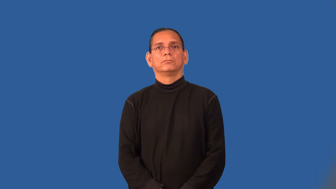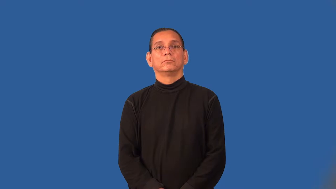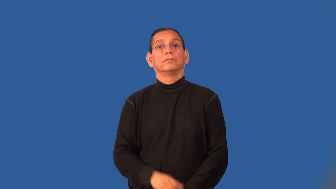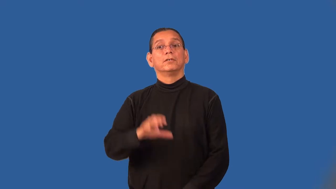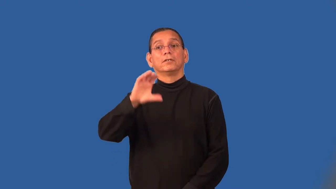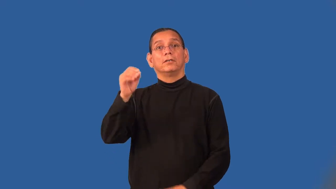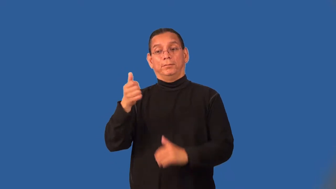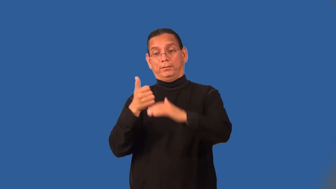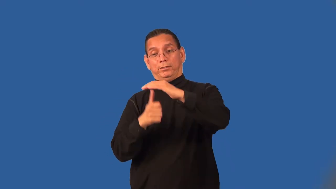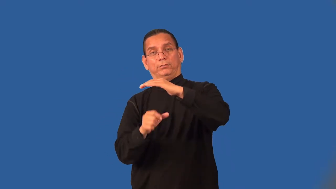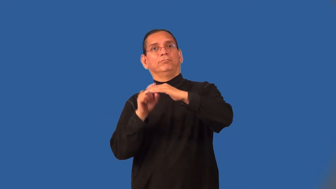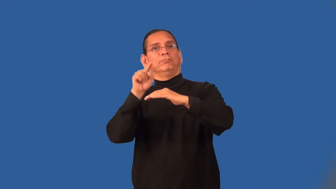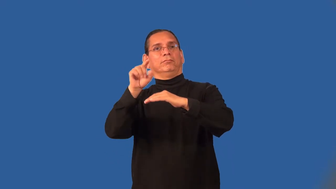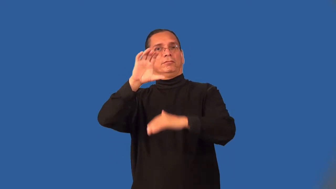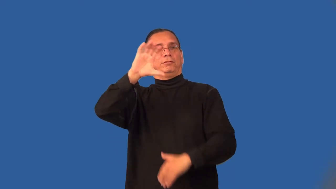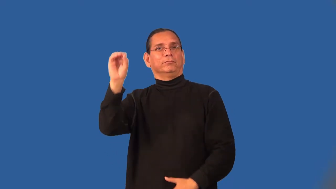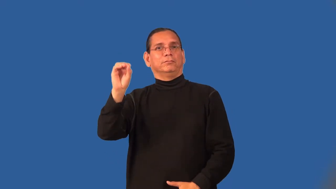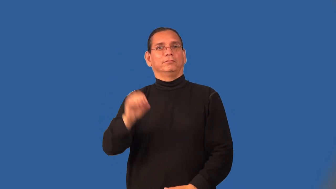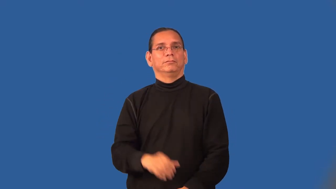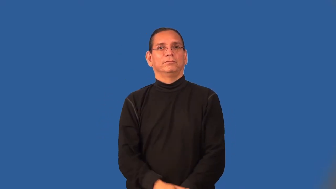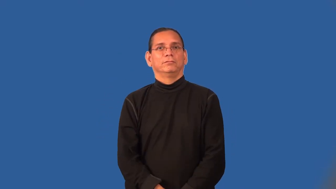subsidiary